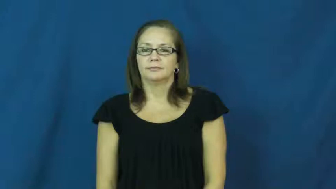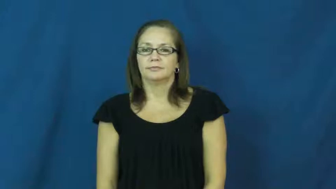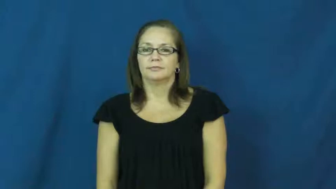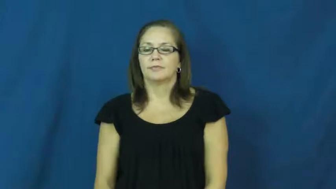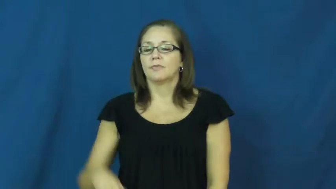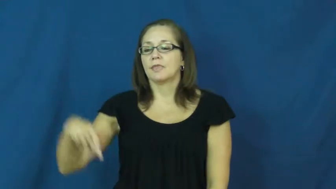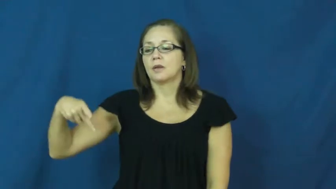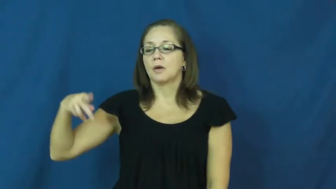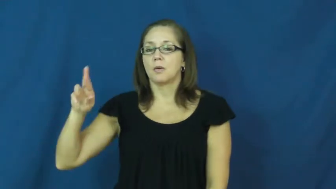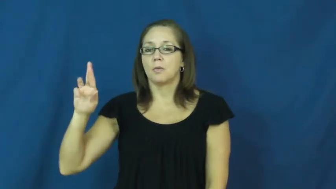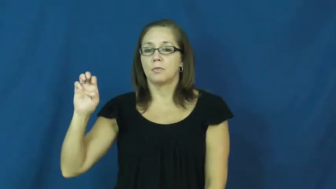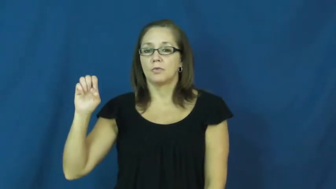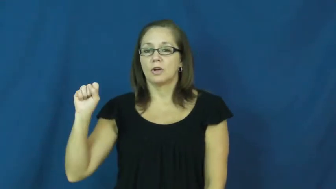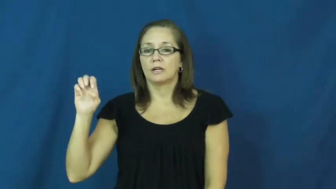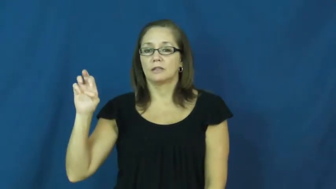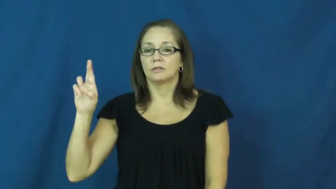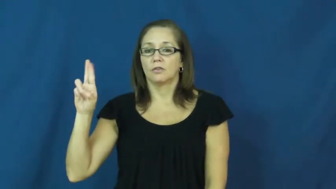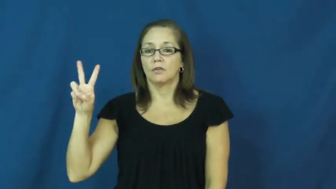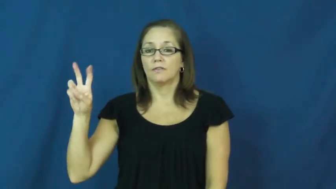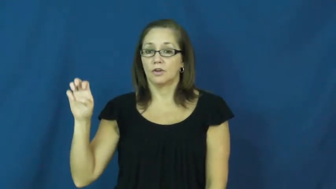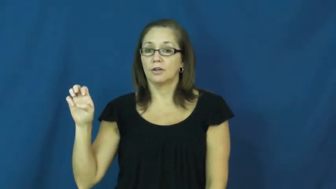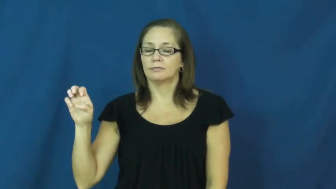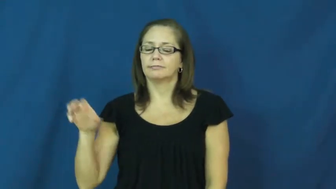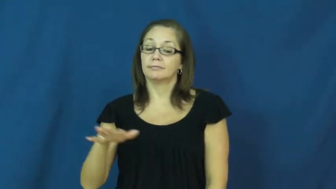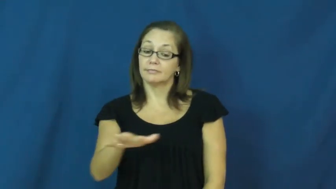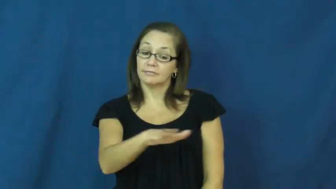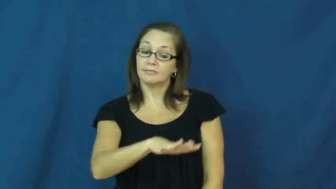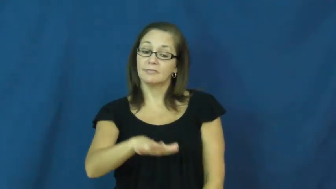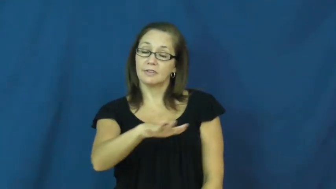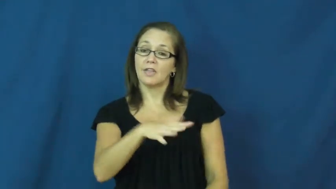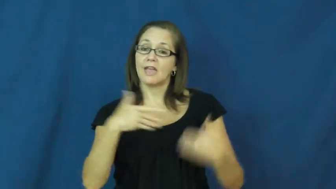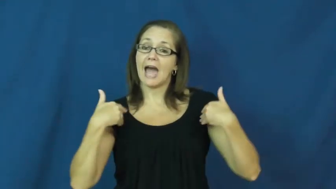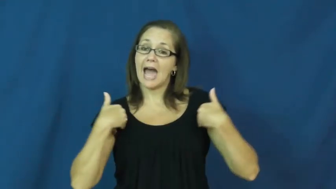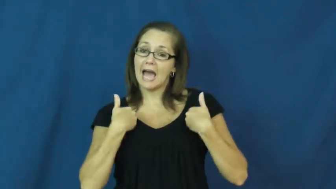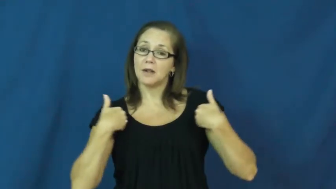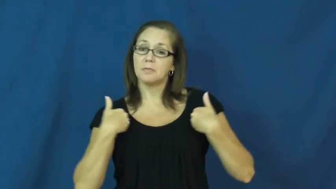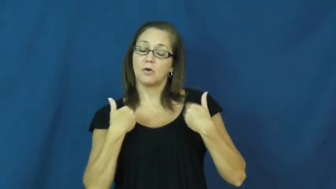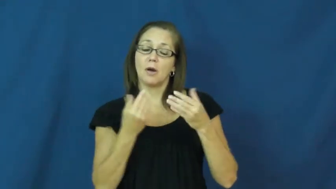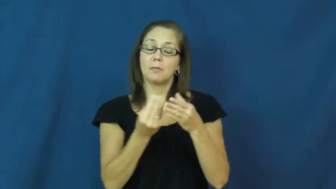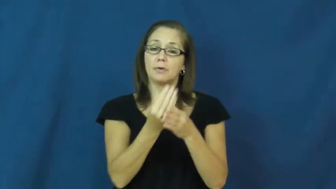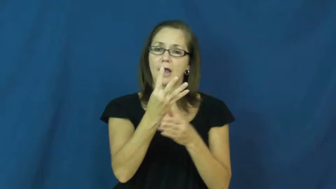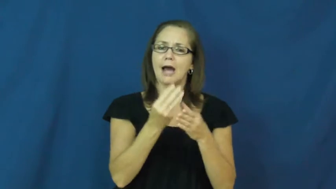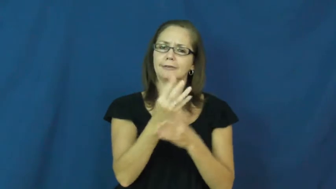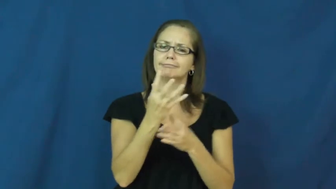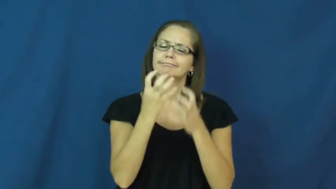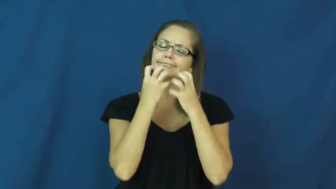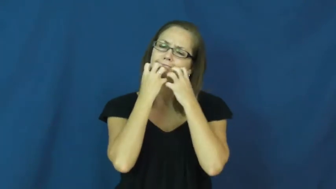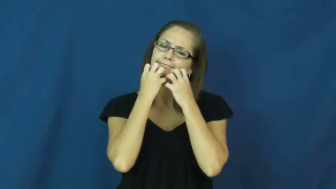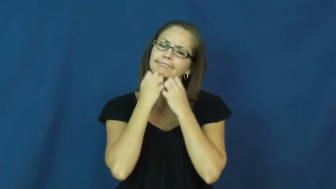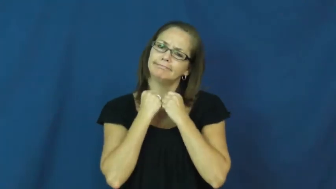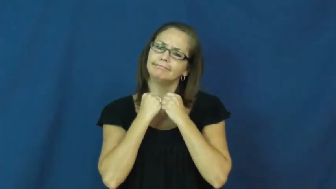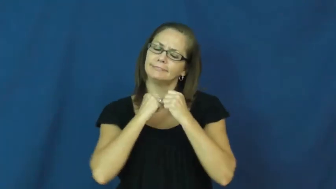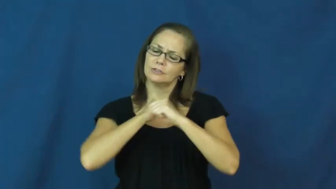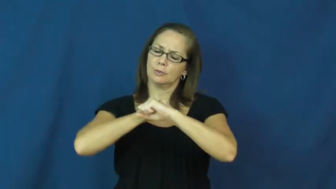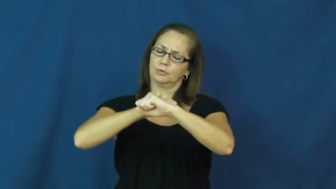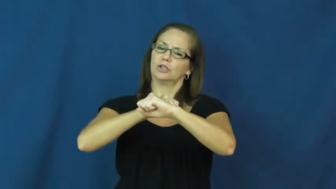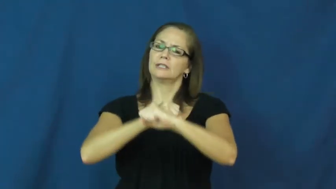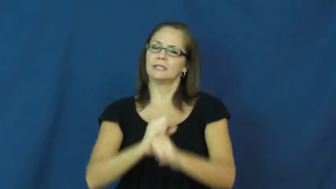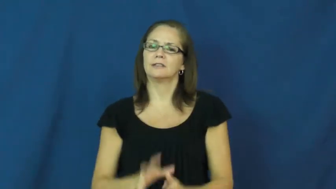preserve,green-environmet